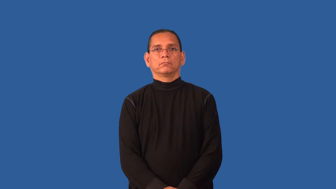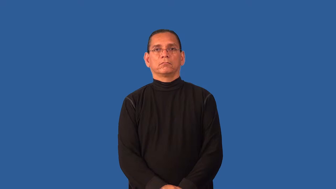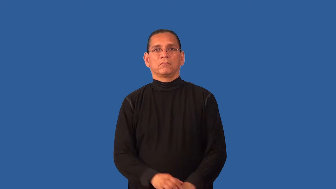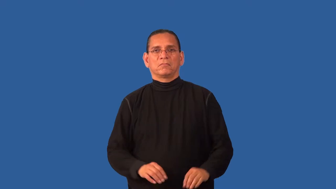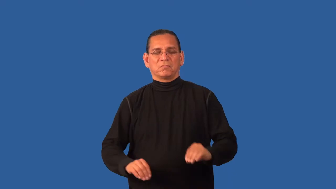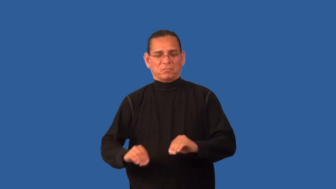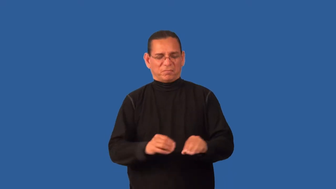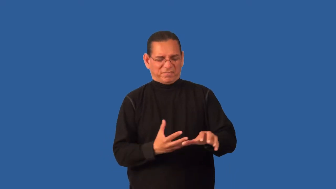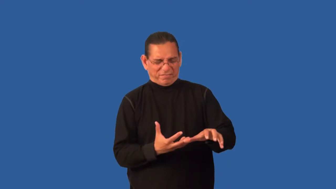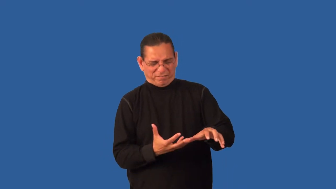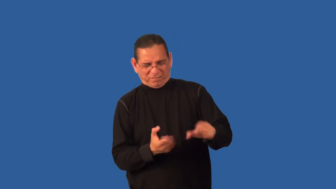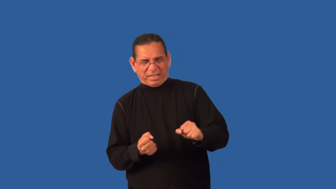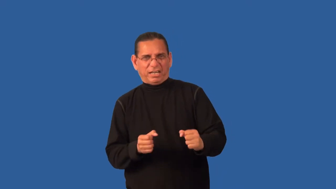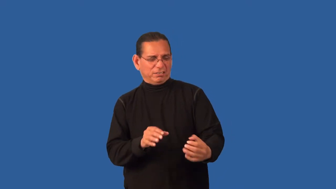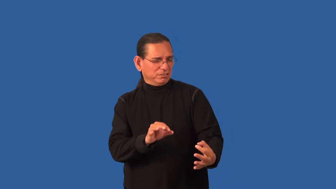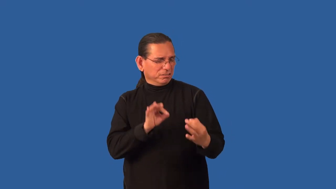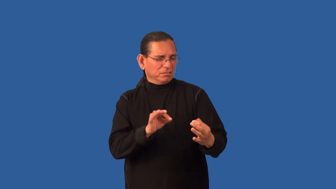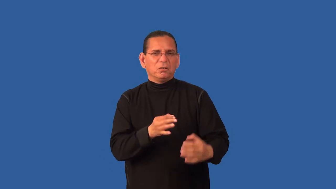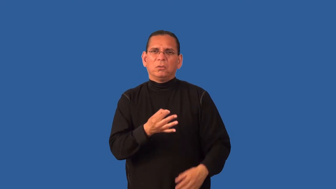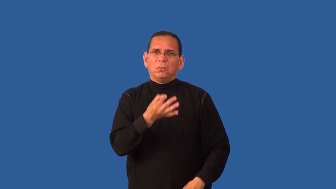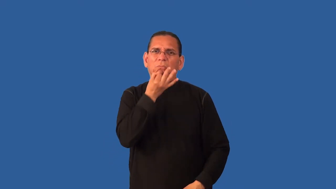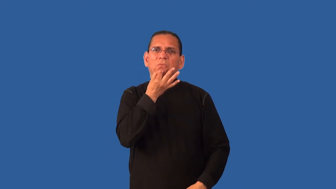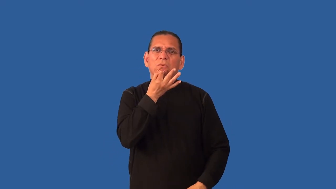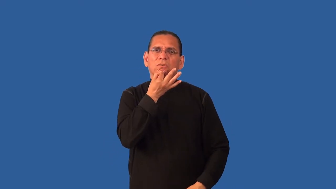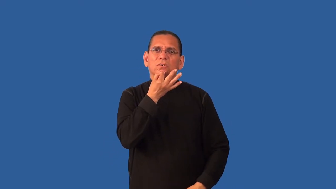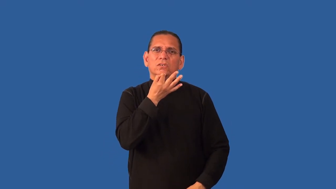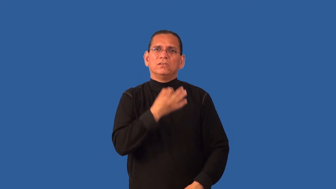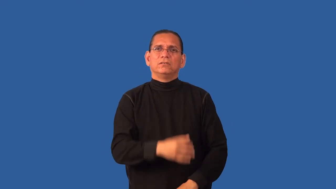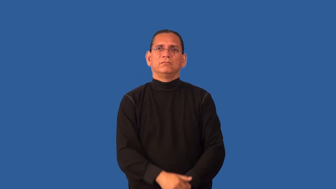deft